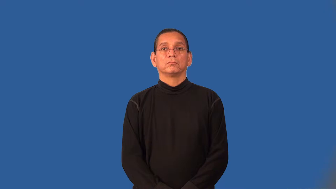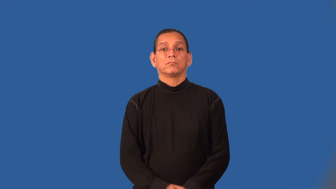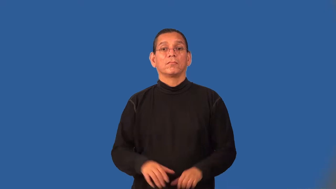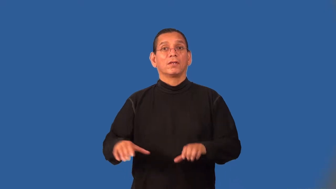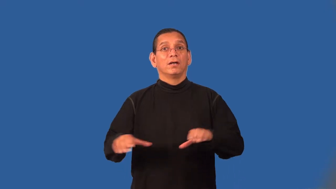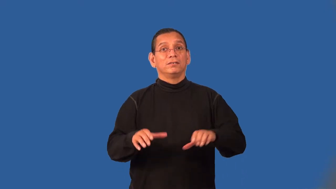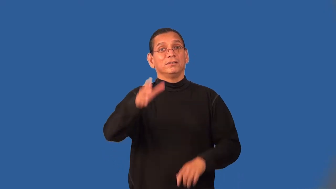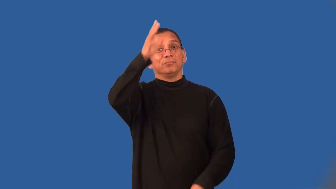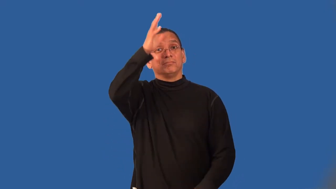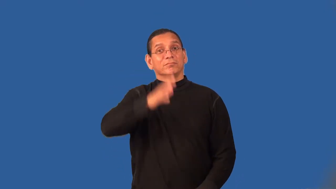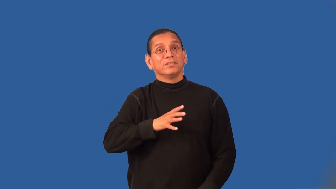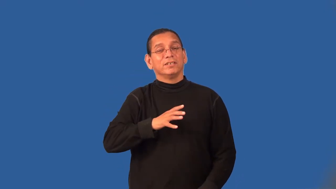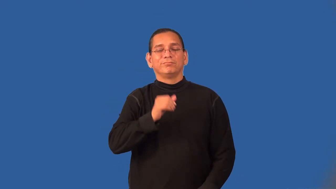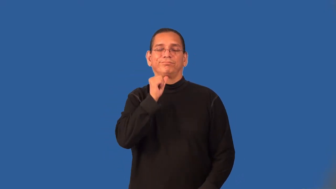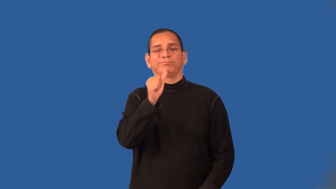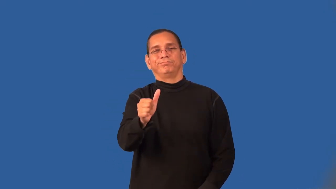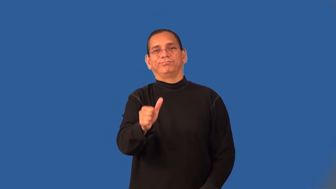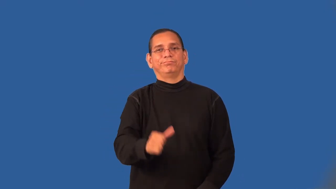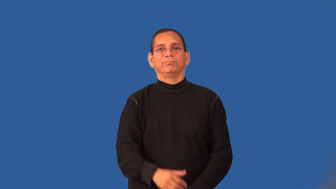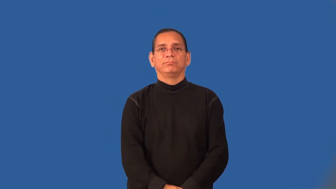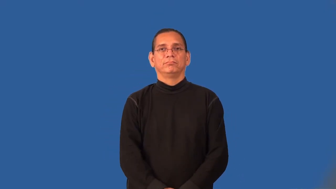unmanly